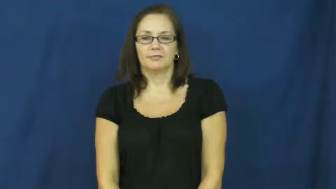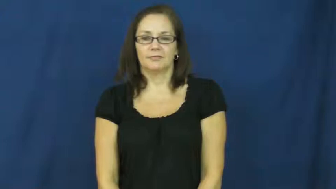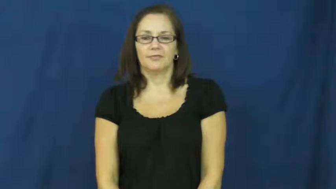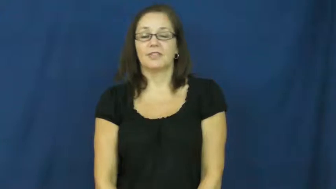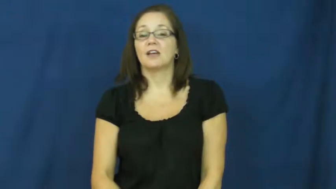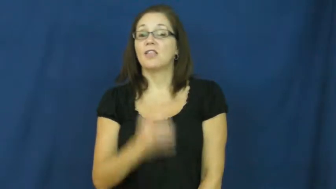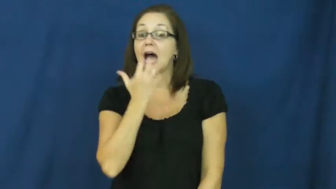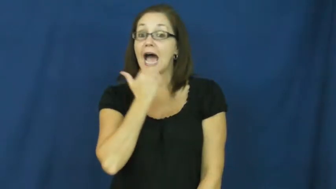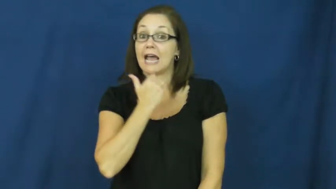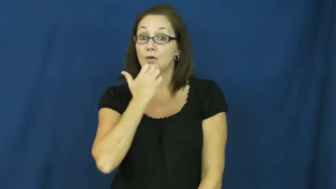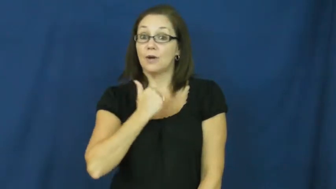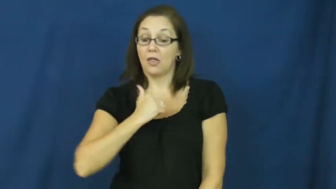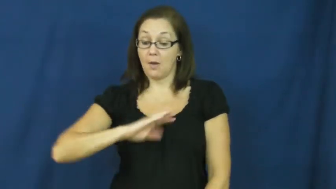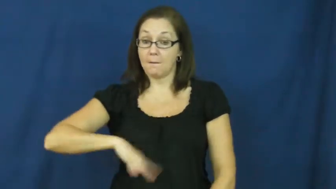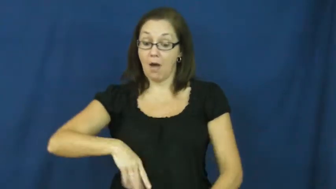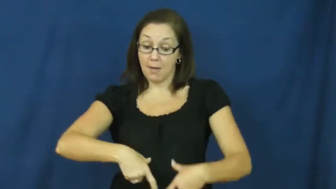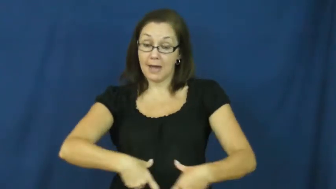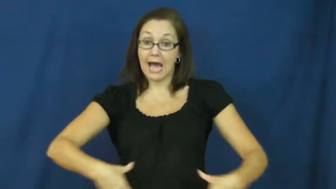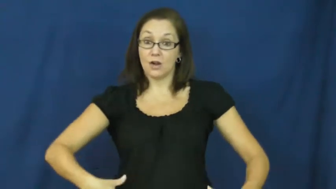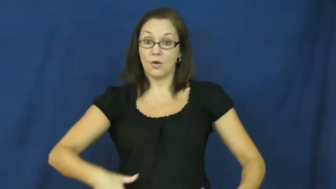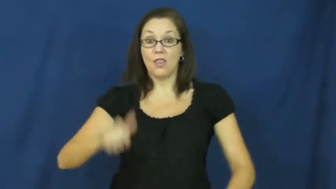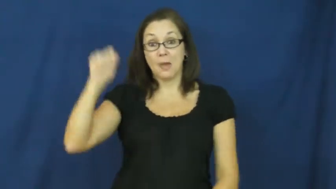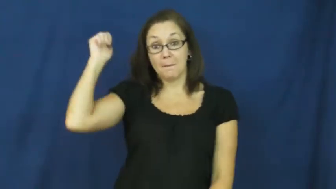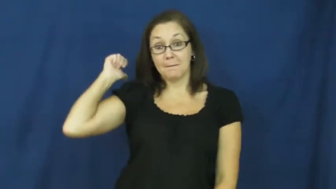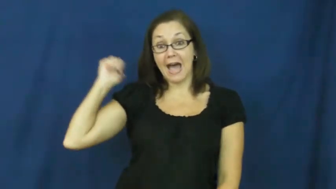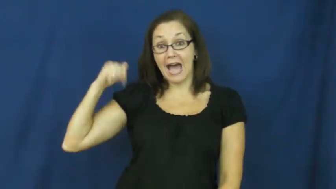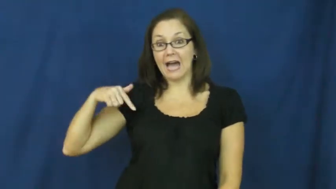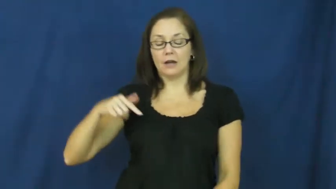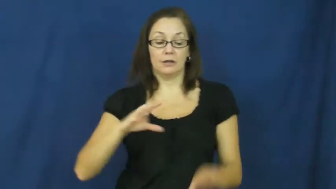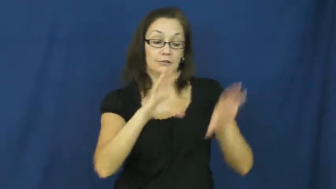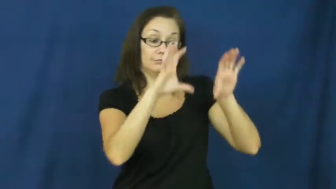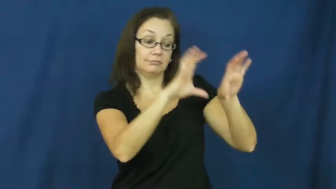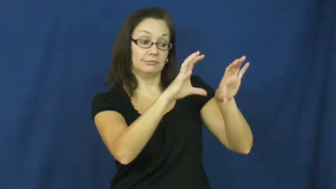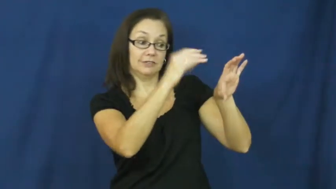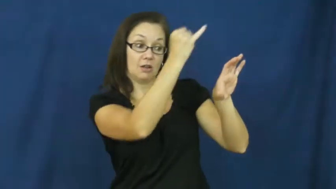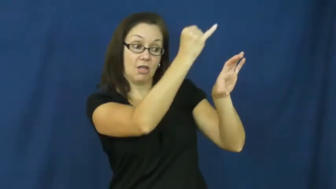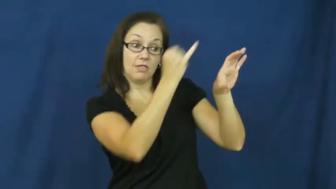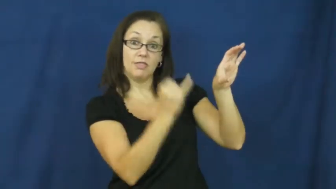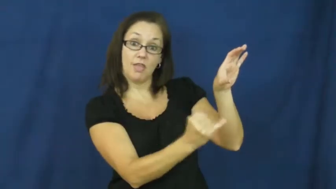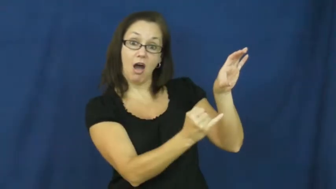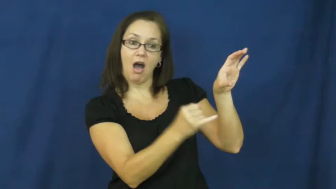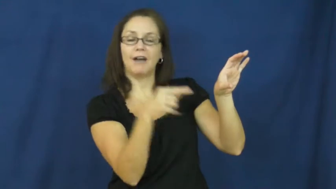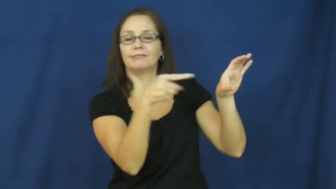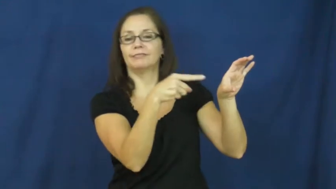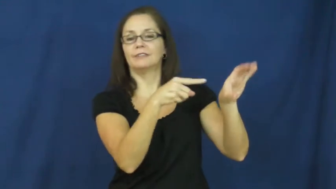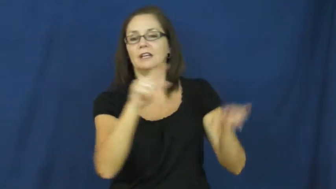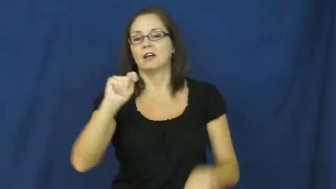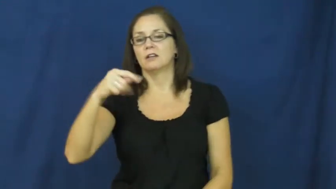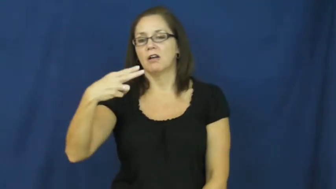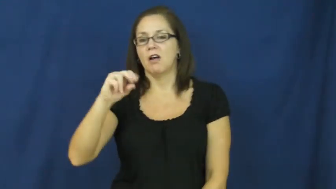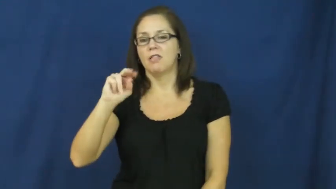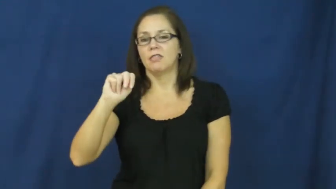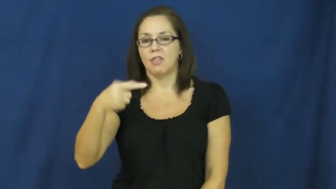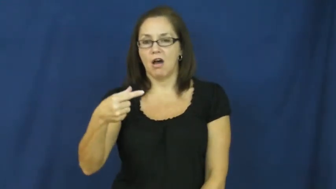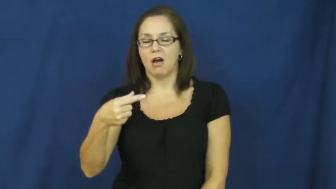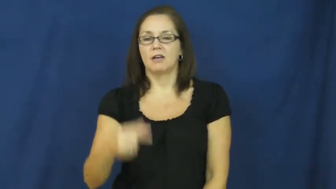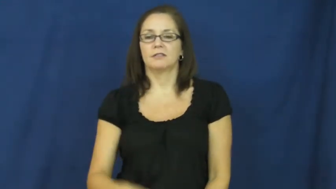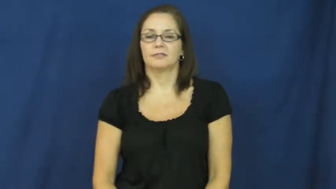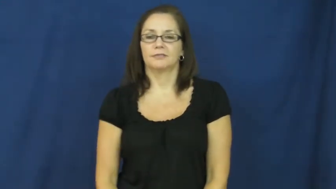thong-underwear